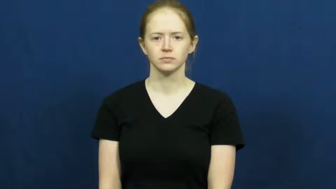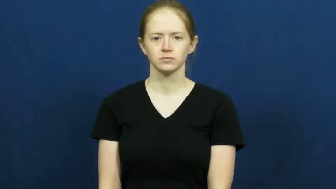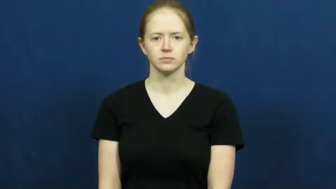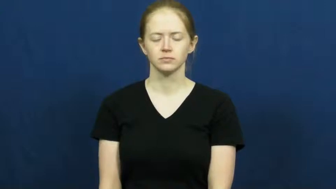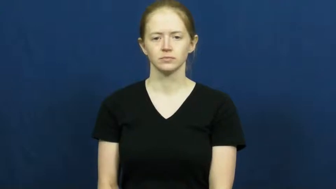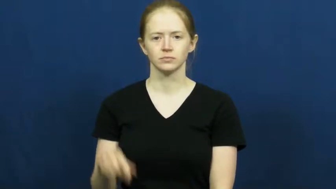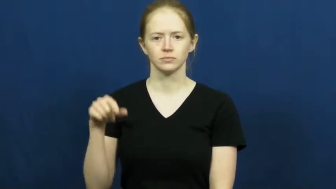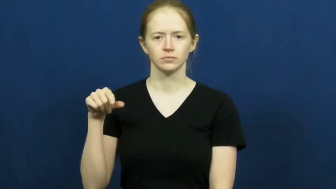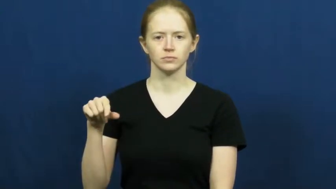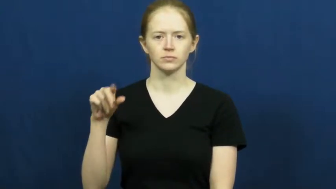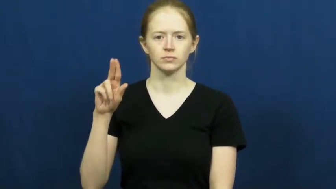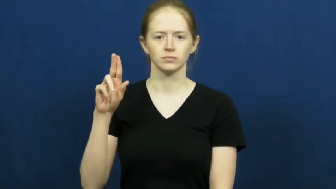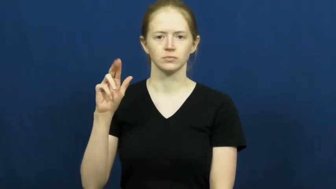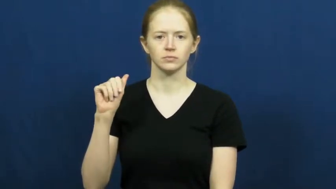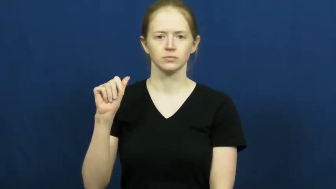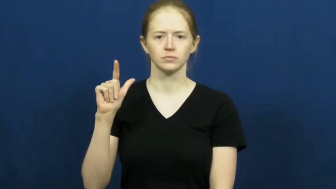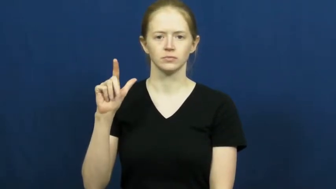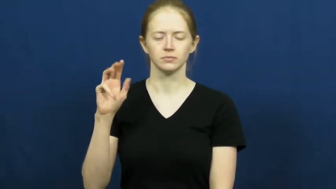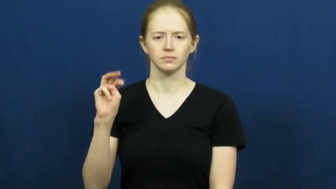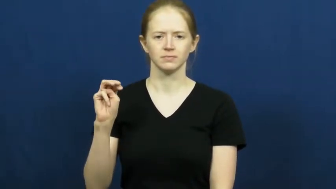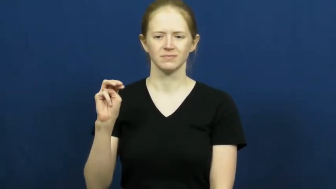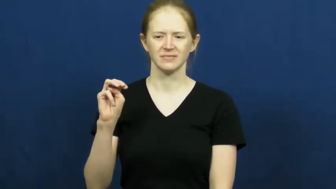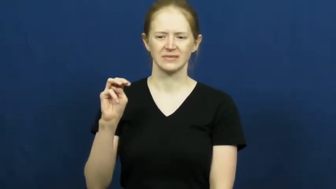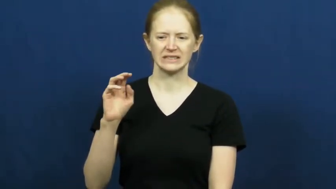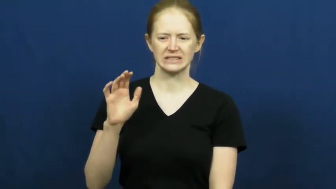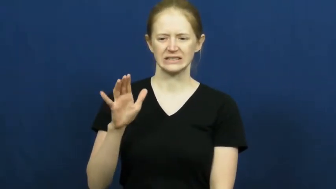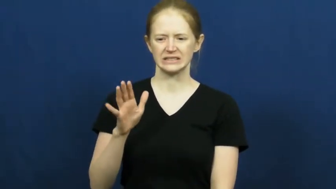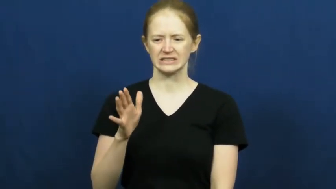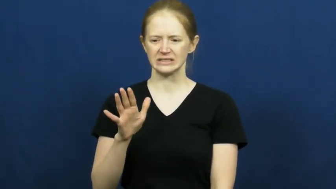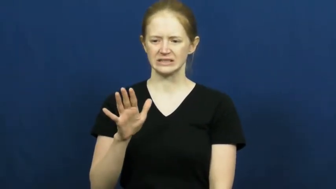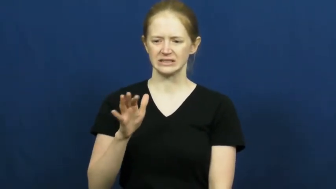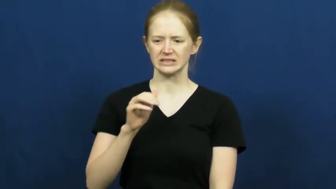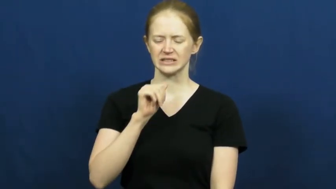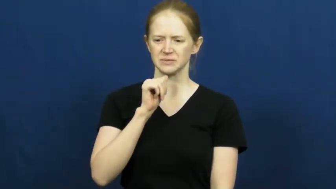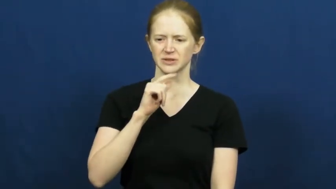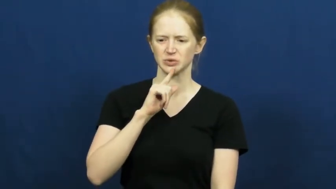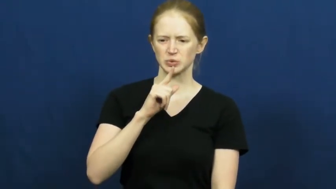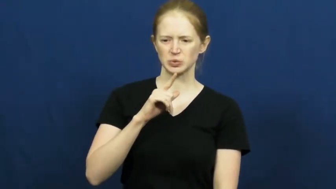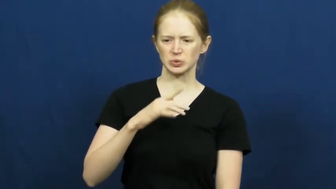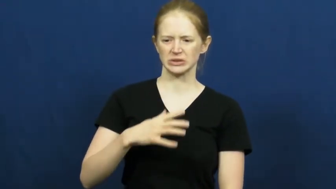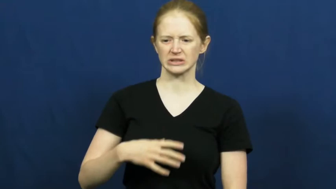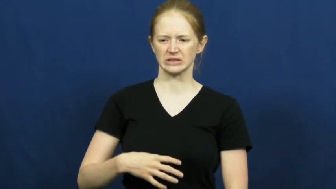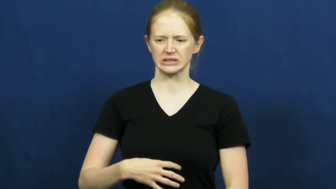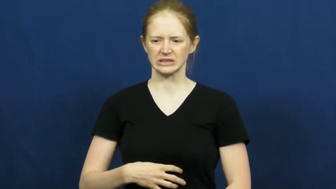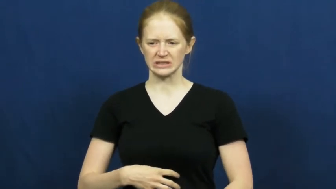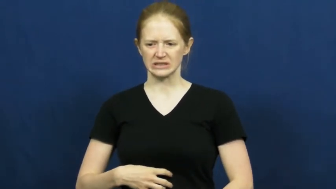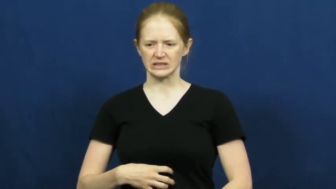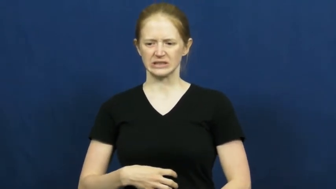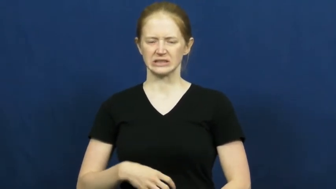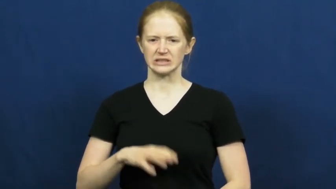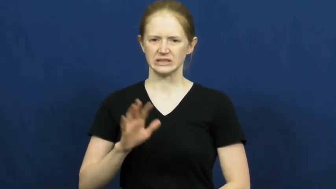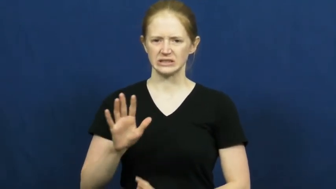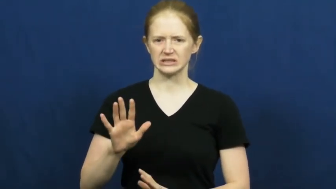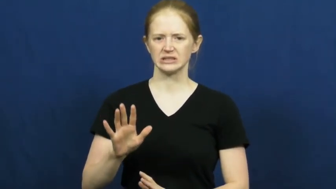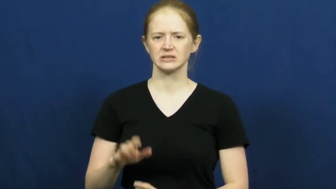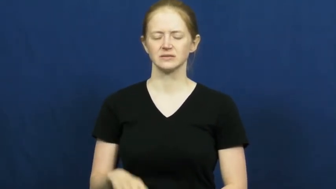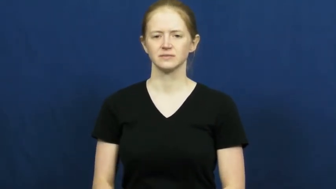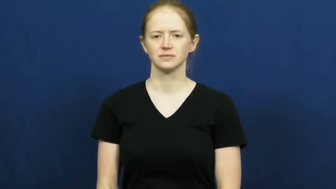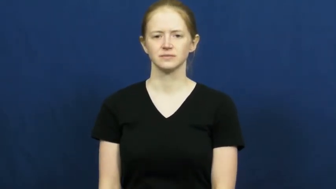qualm